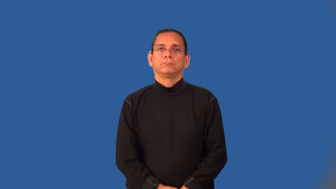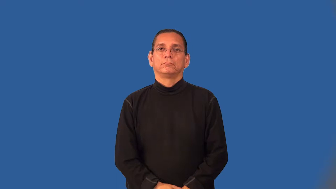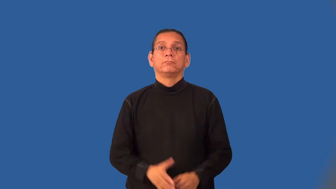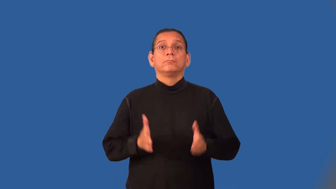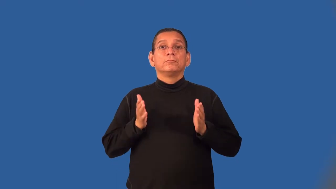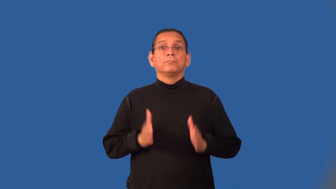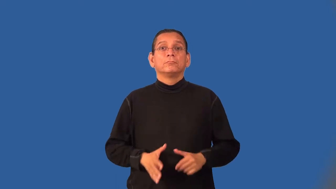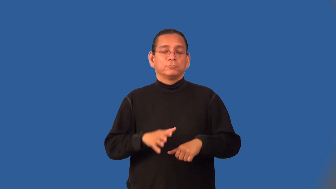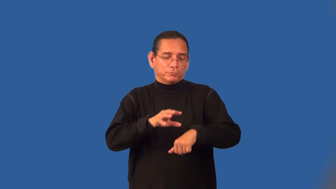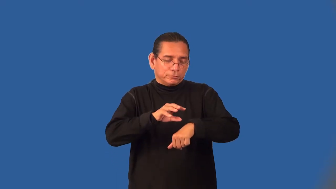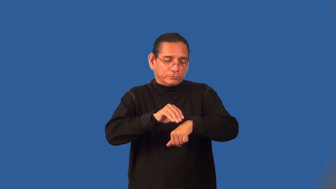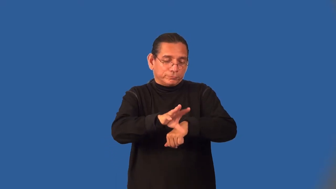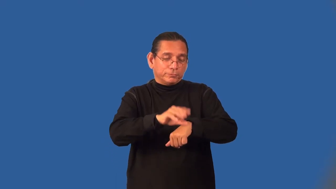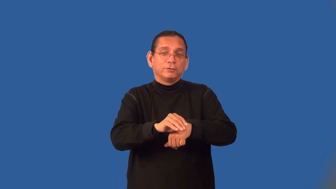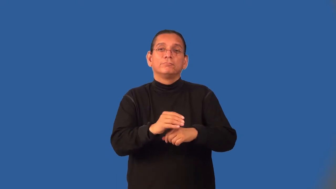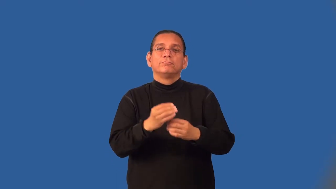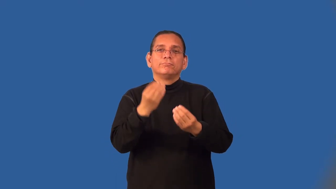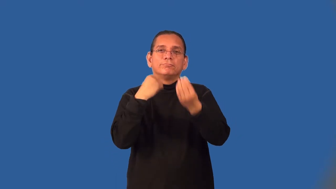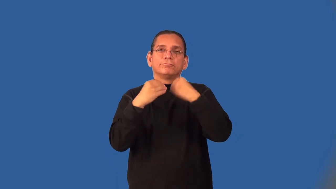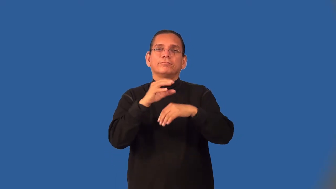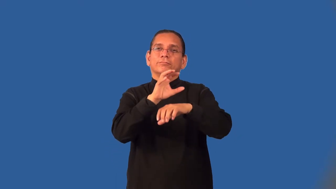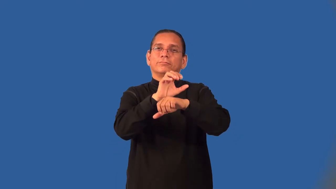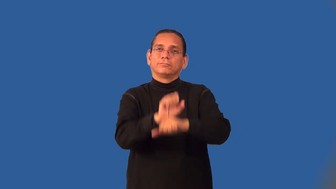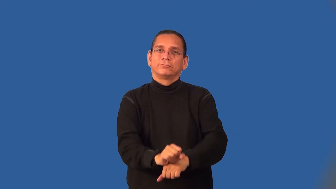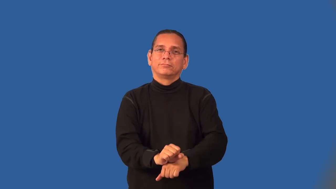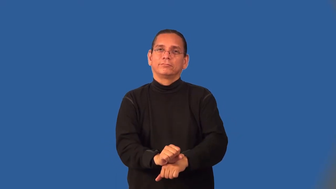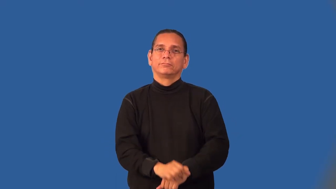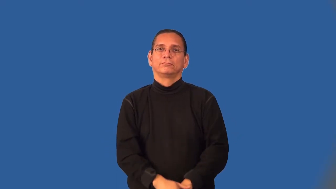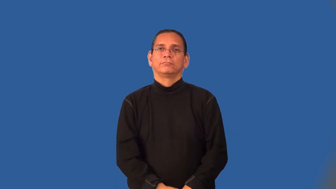dietician,dietitian